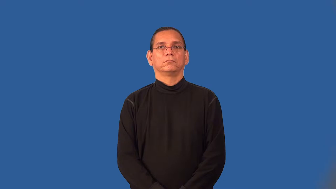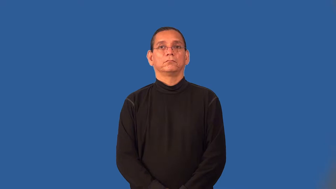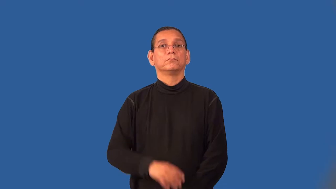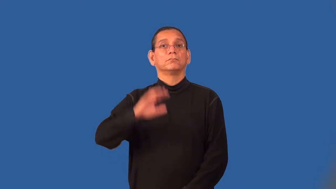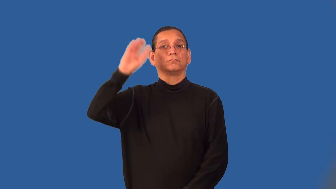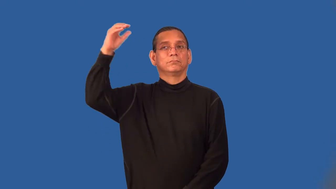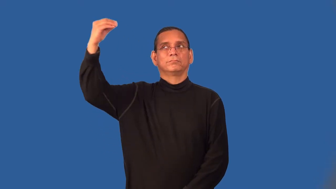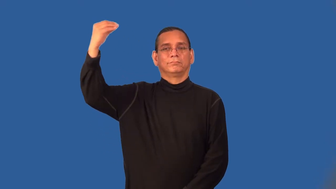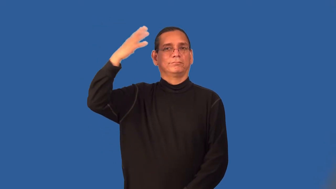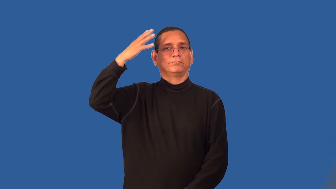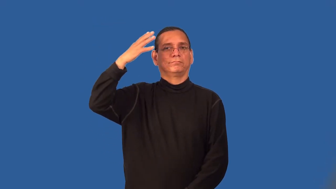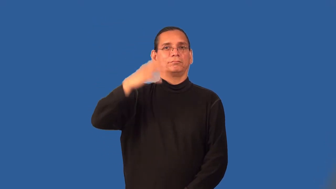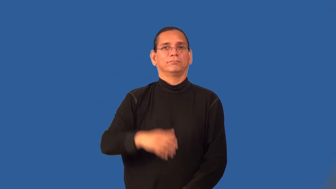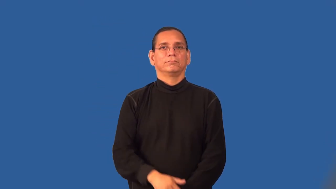solar